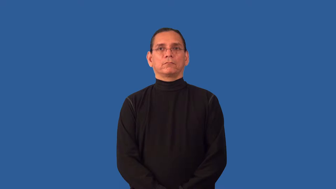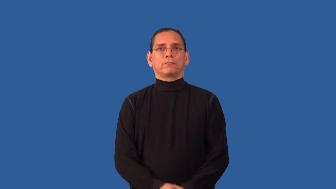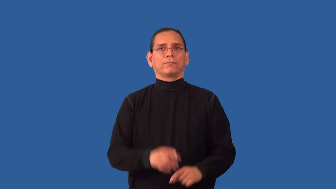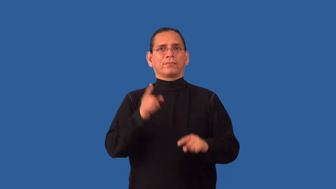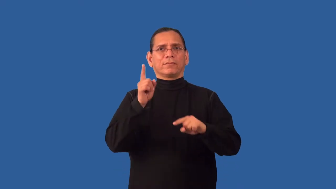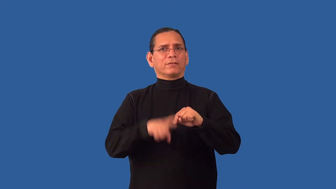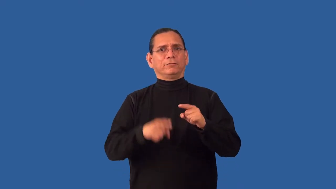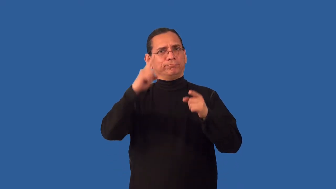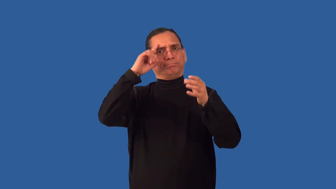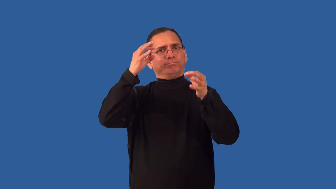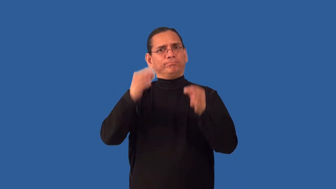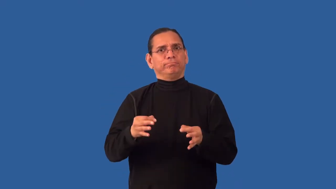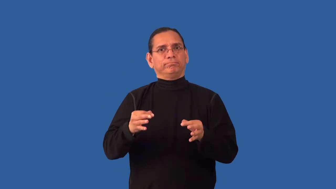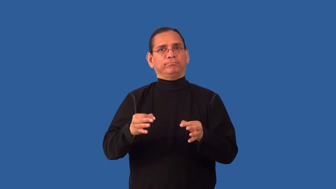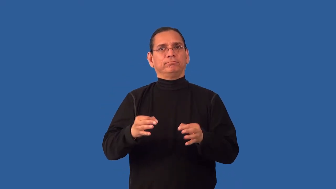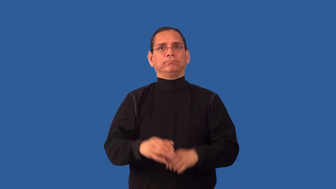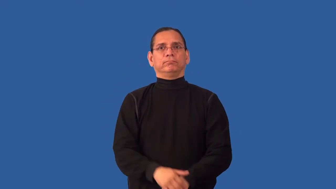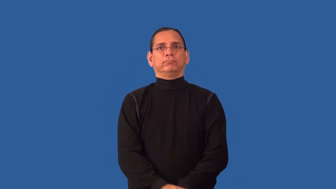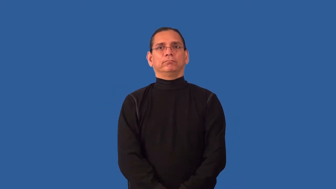indeterminable,undeterminable